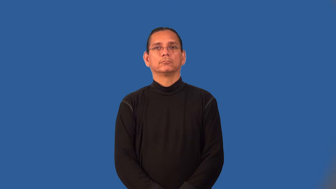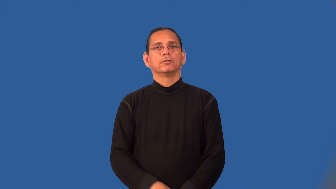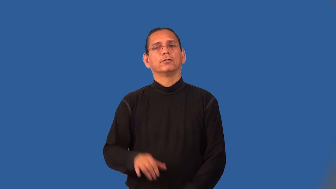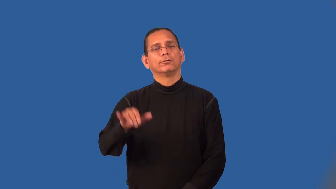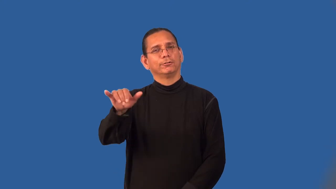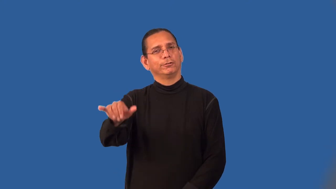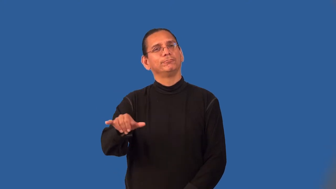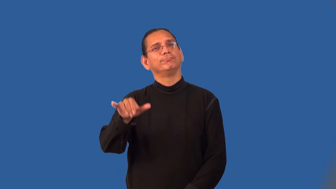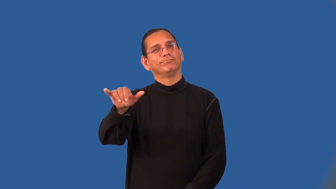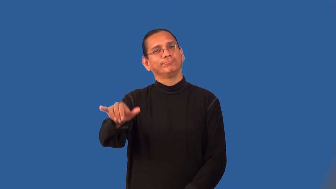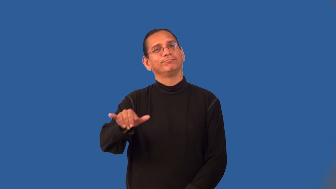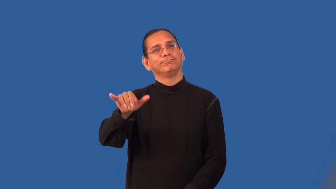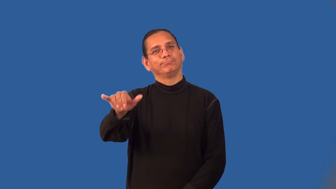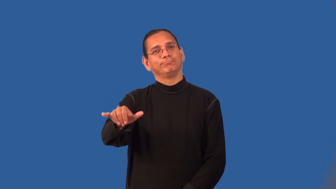linger